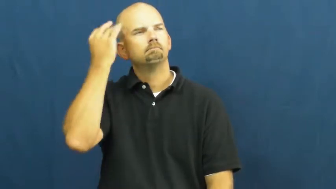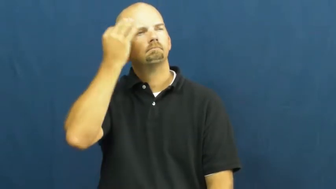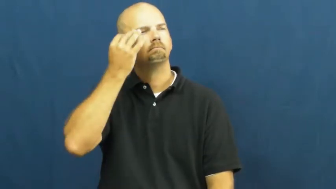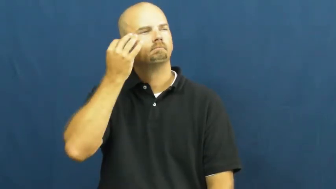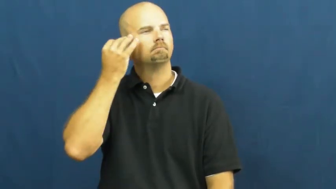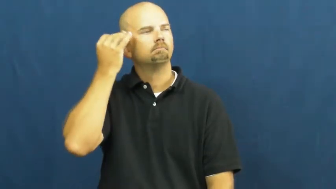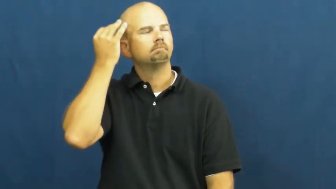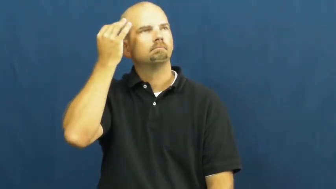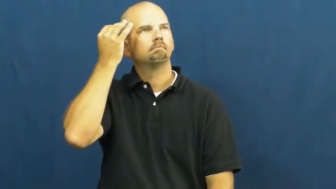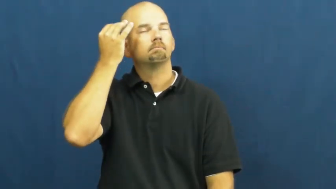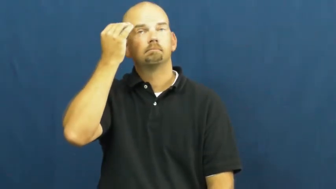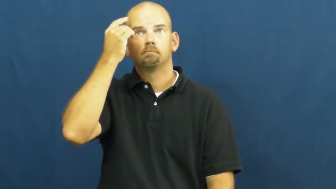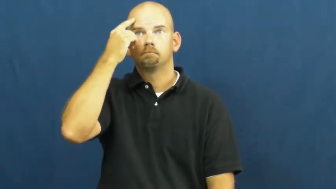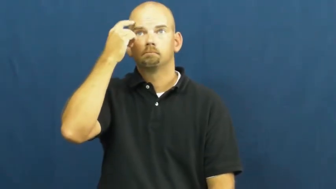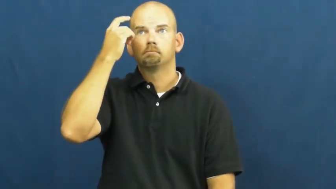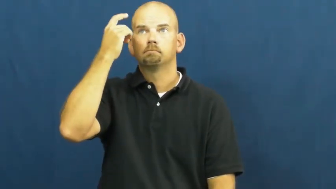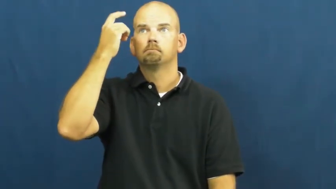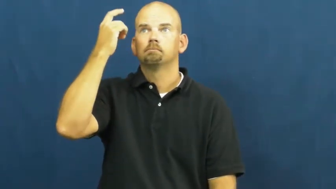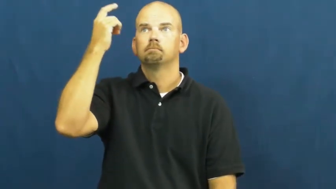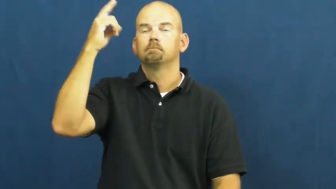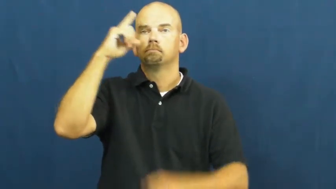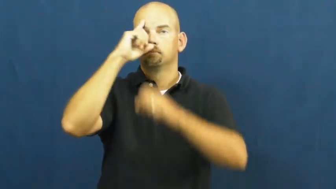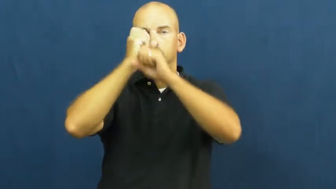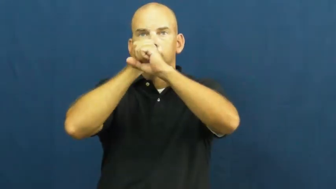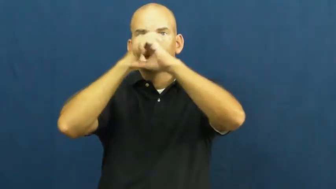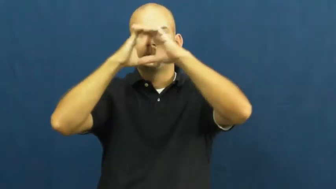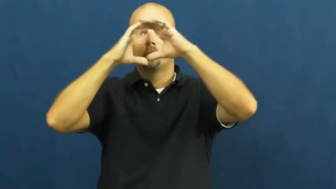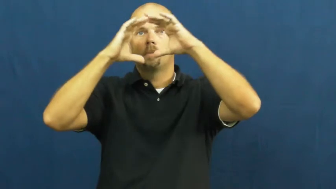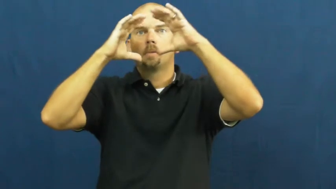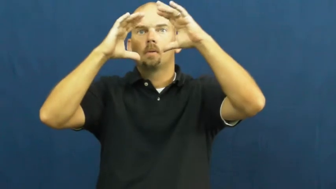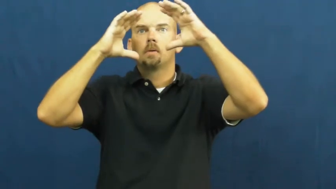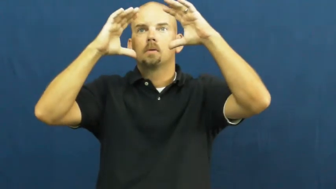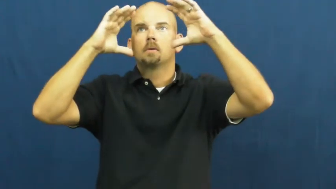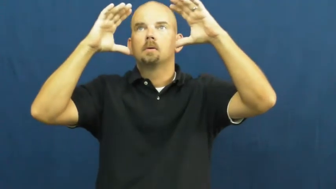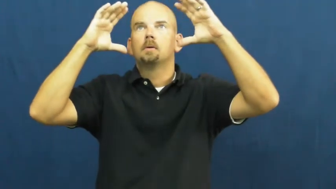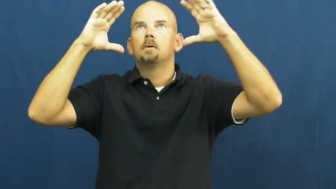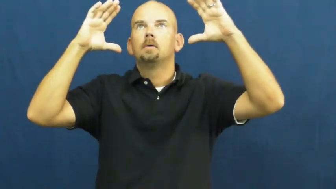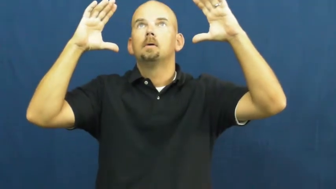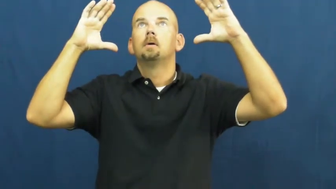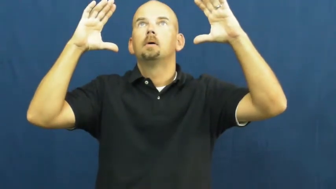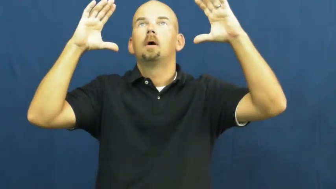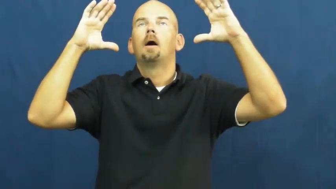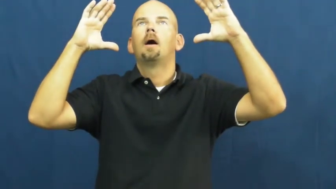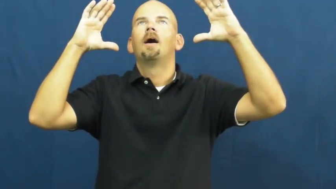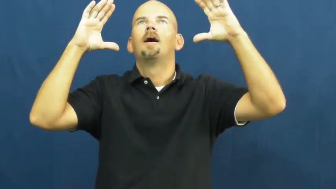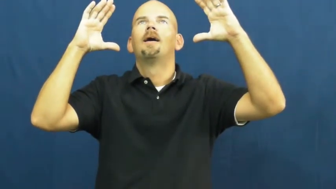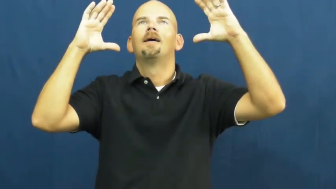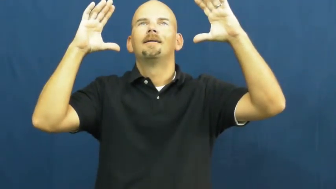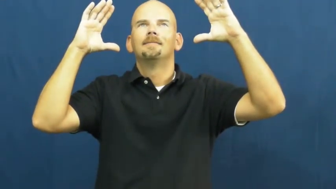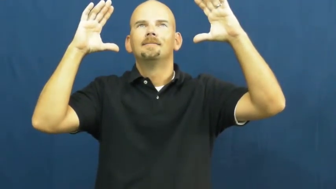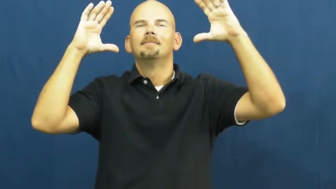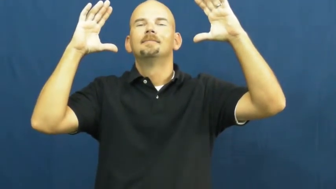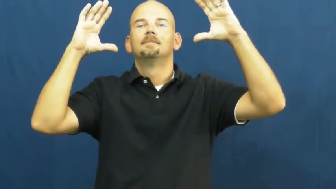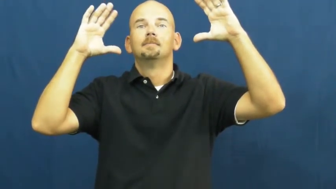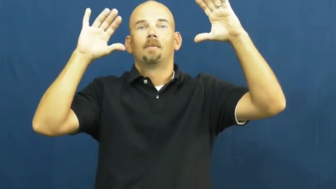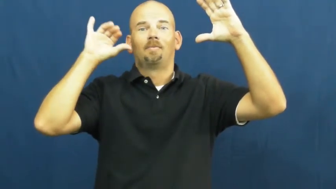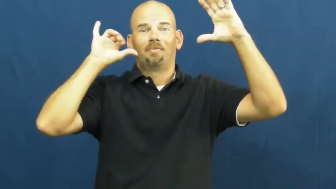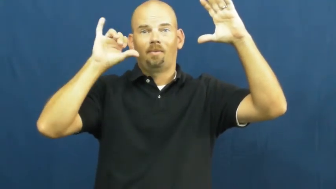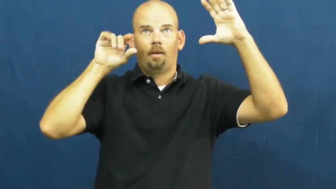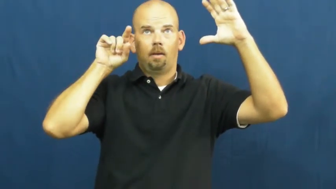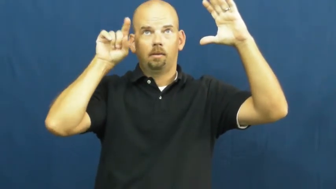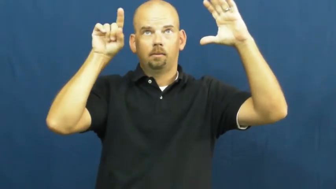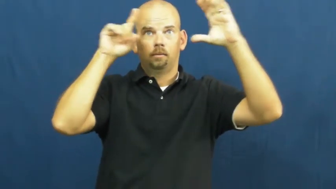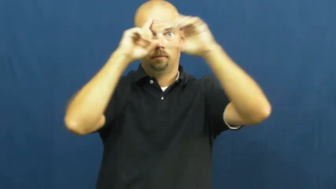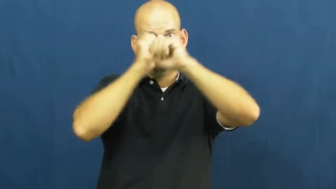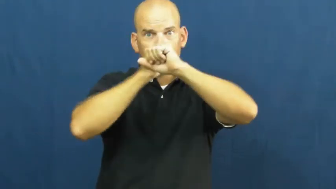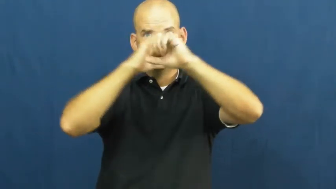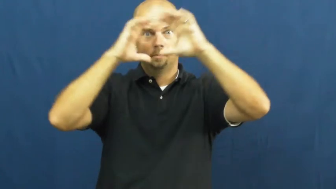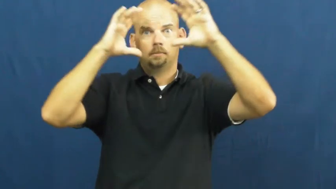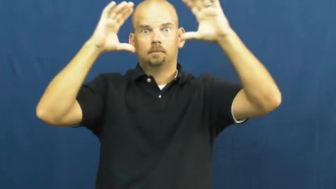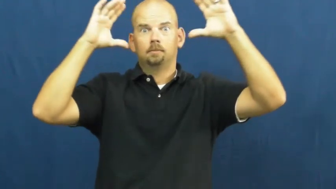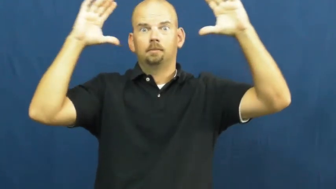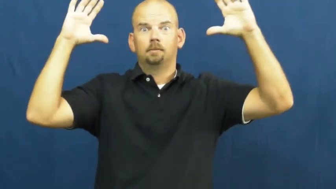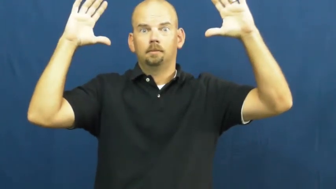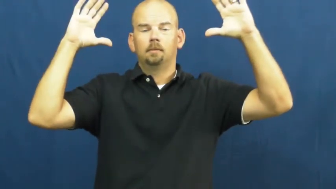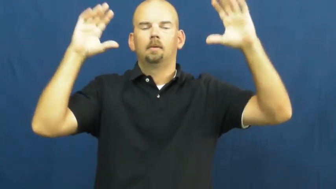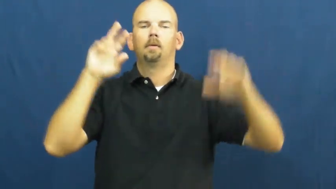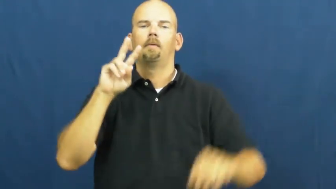vision-image